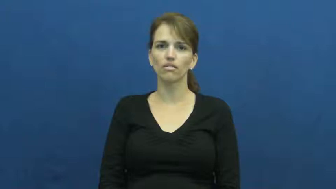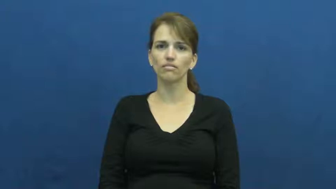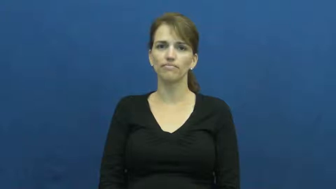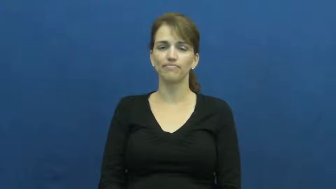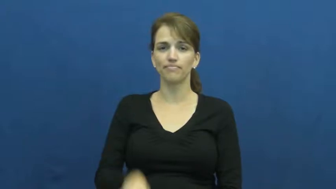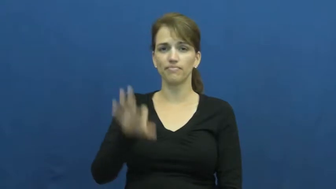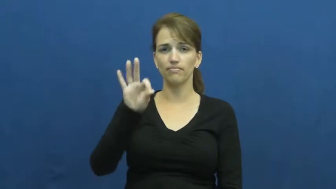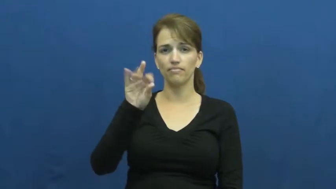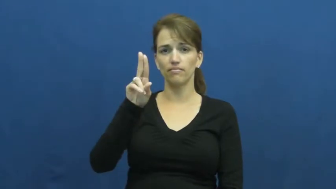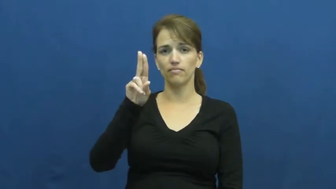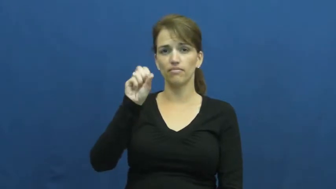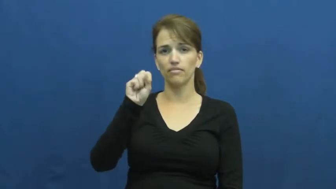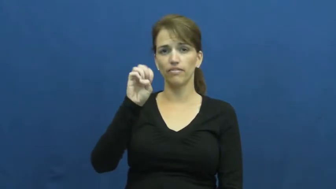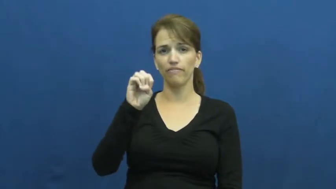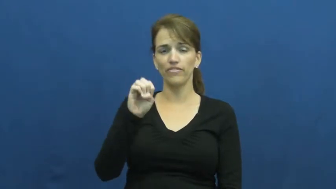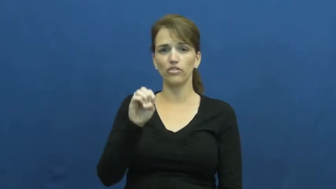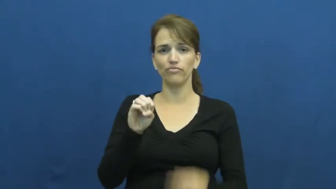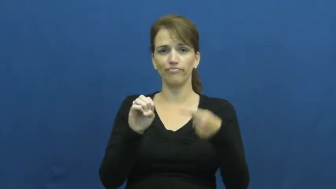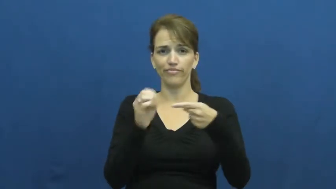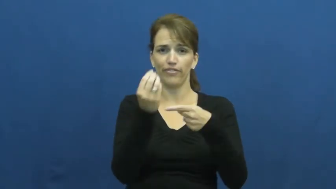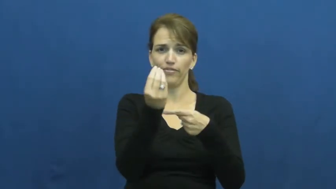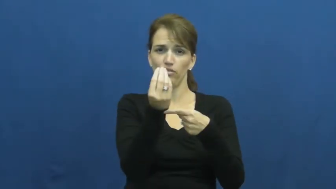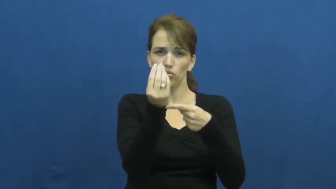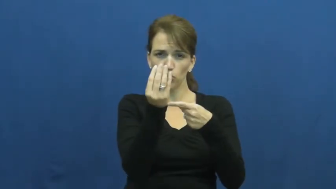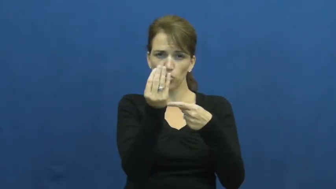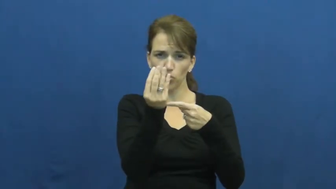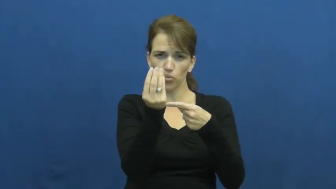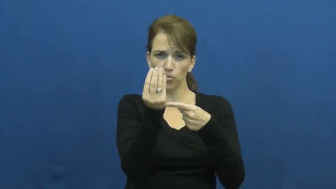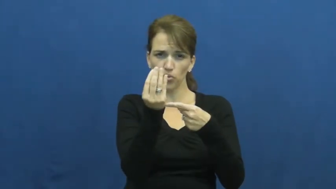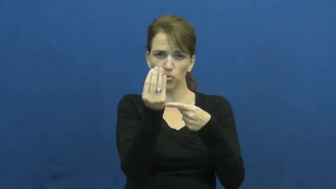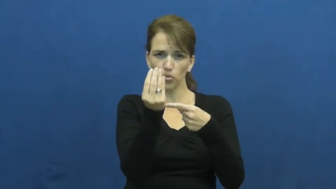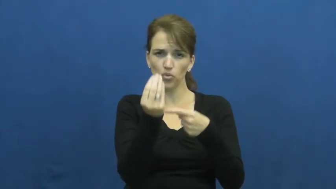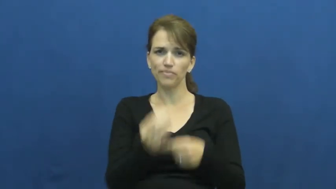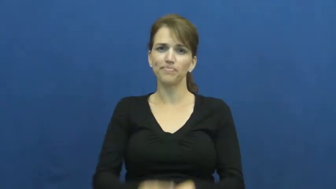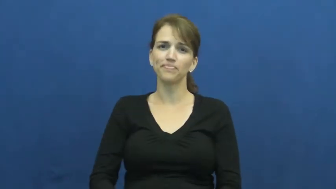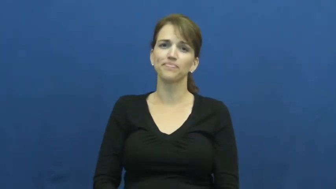fuse-spark